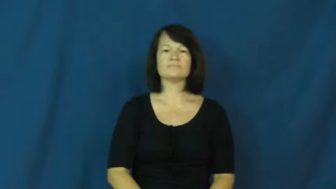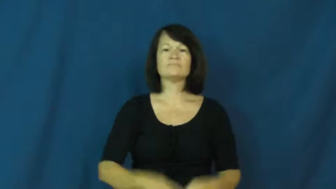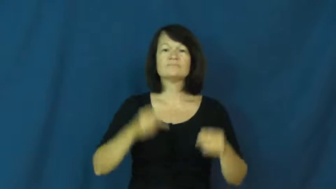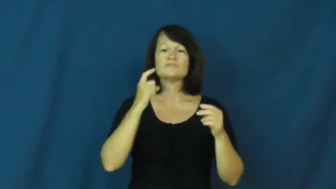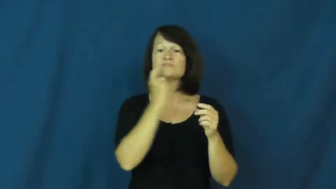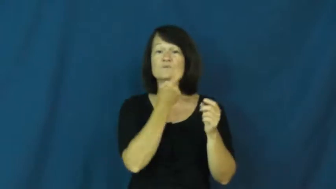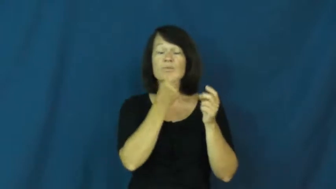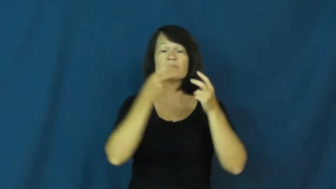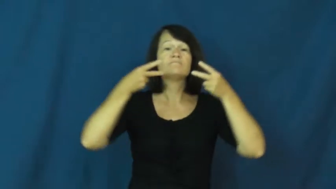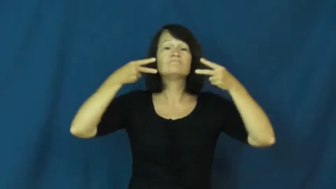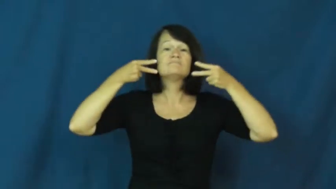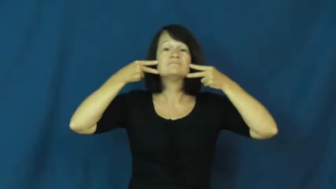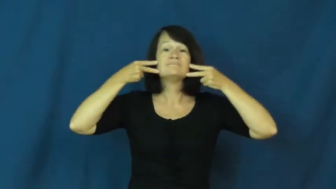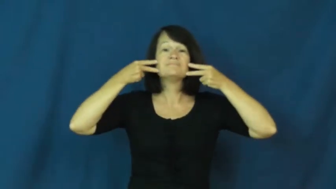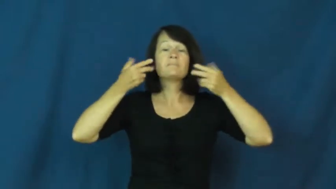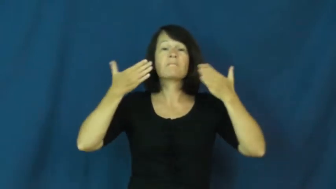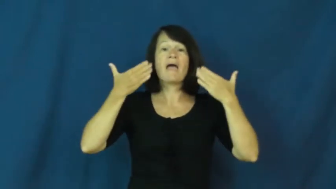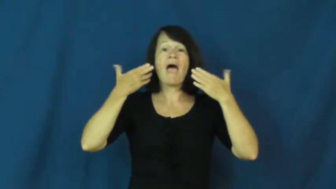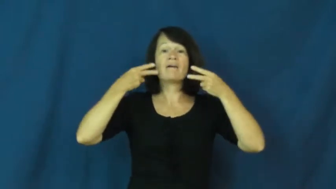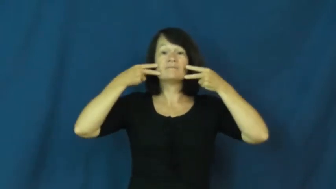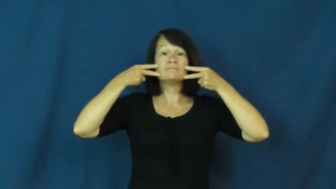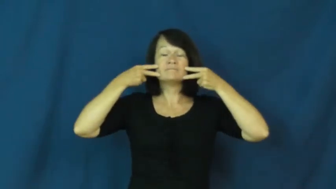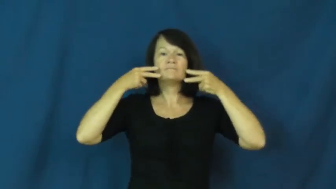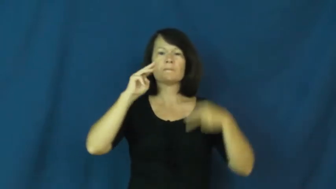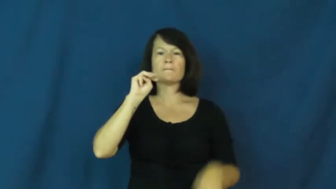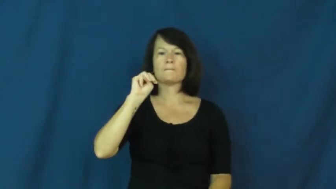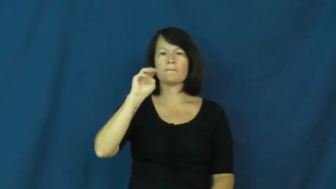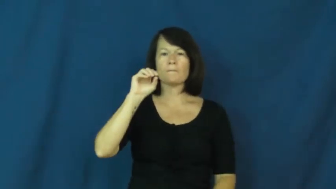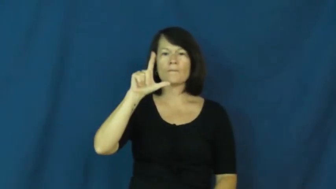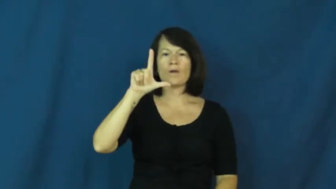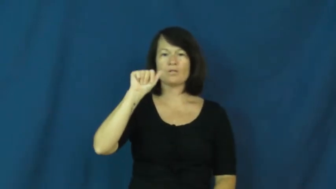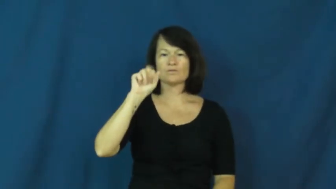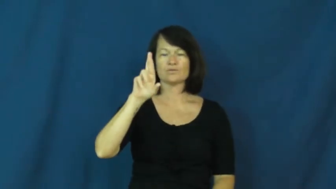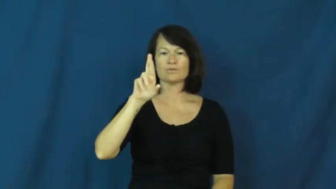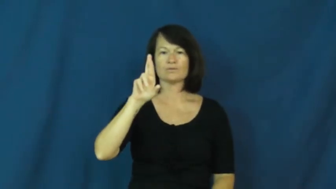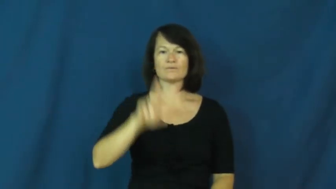molar